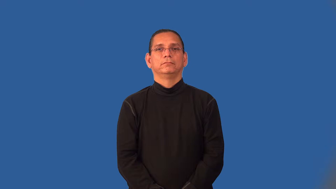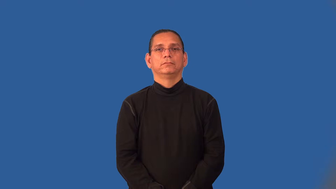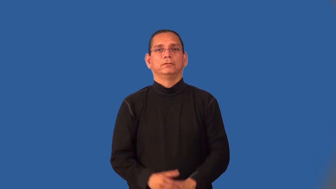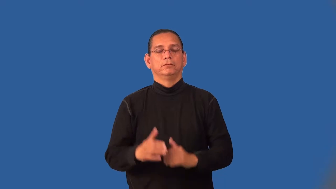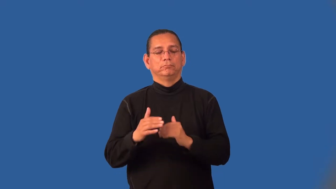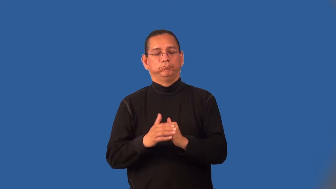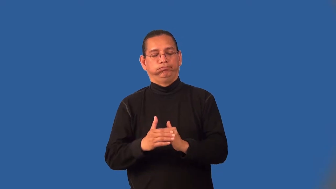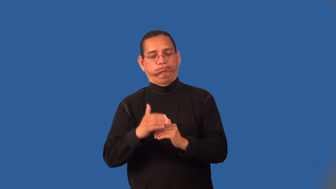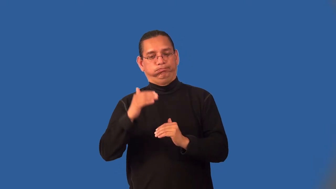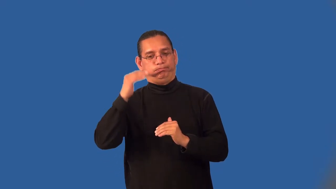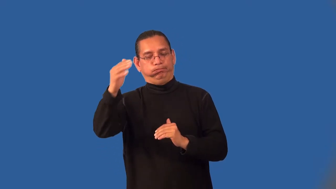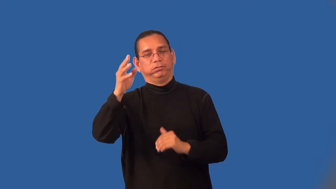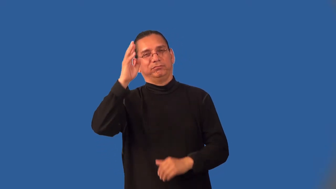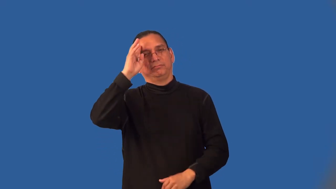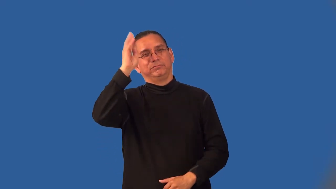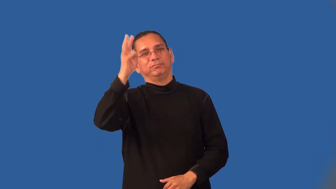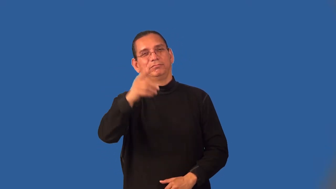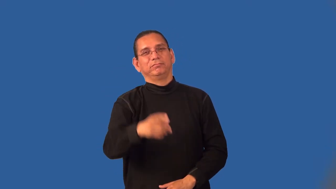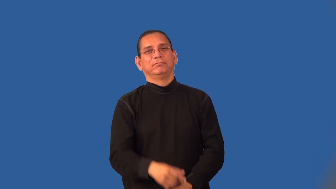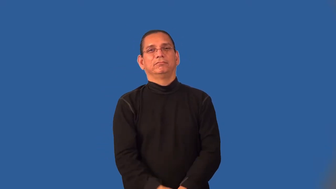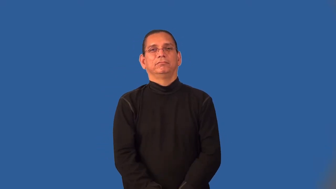inordinate